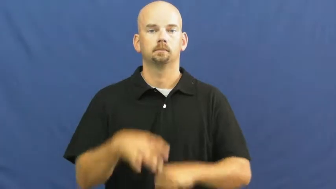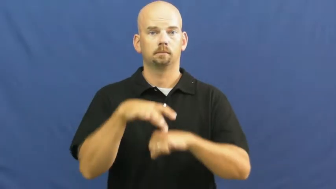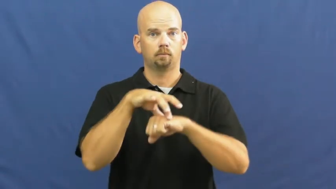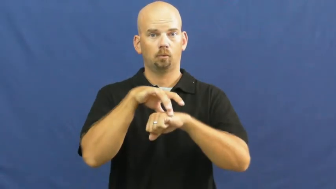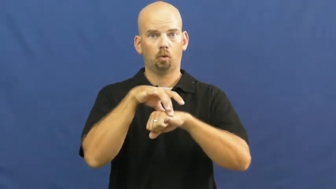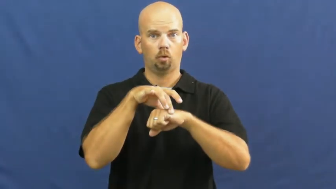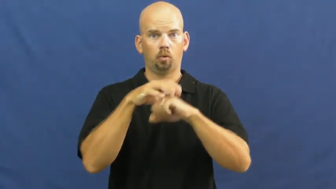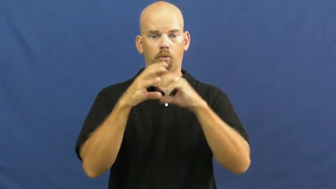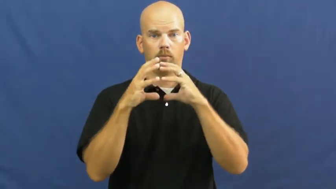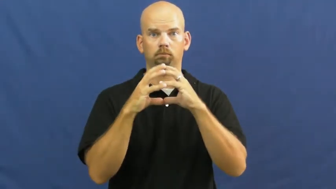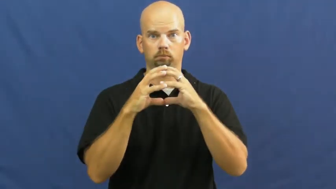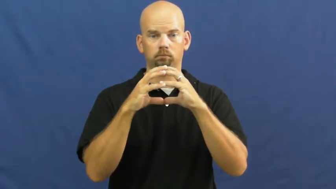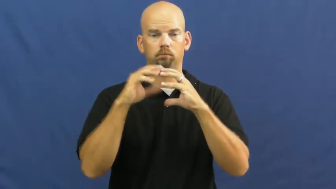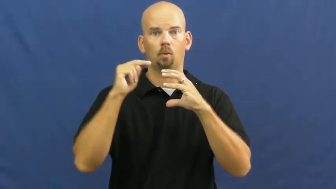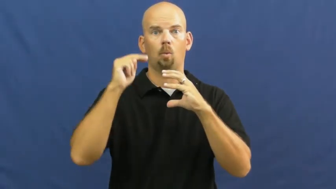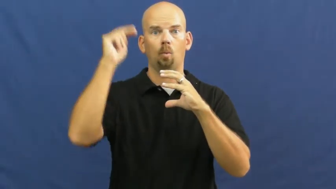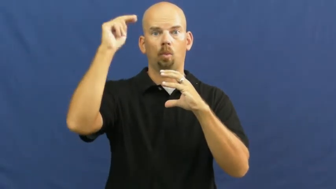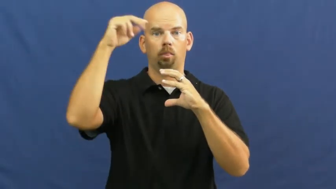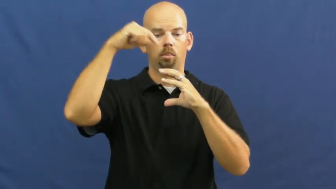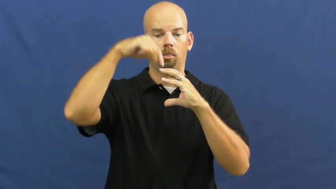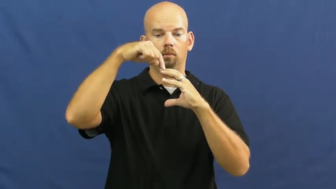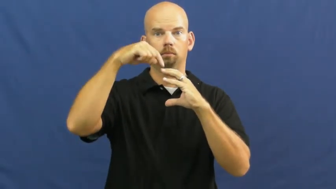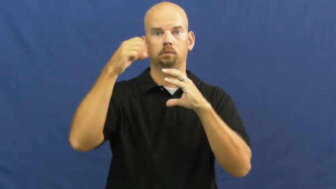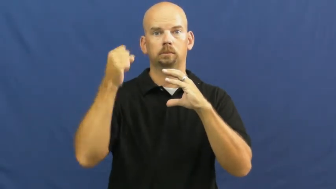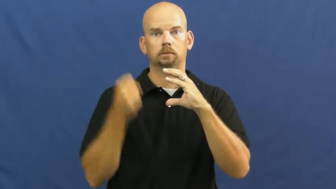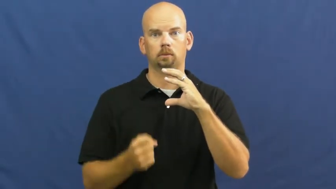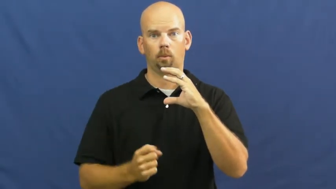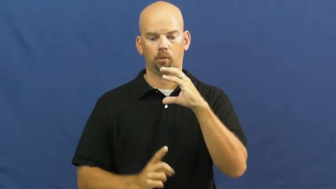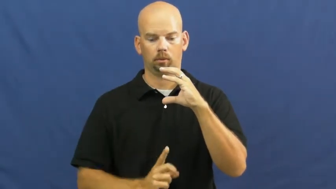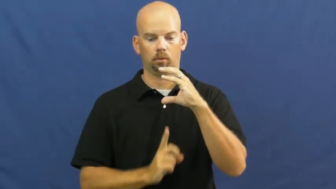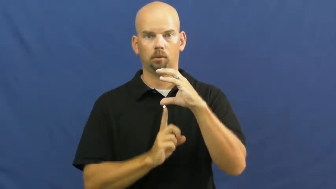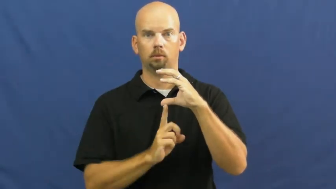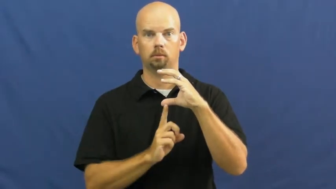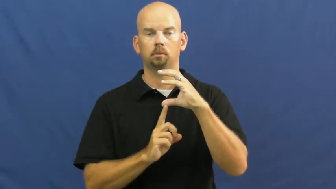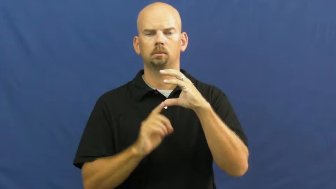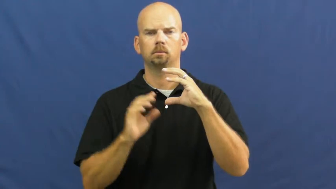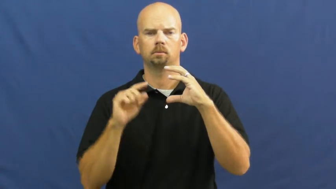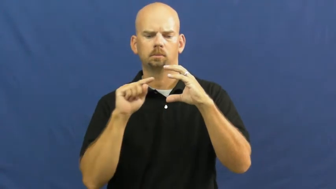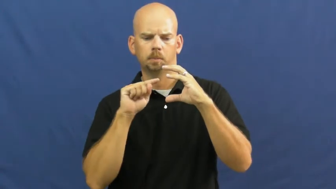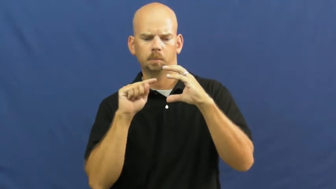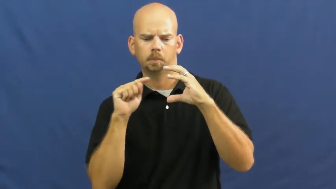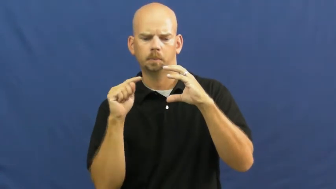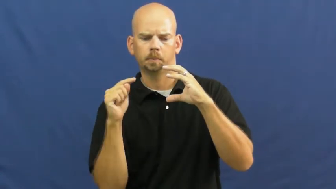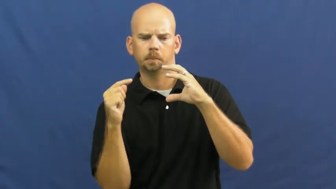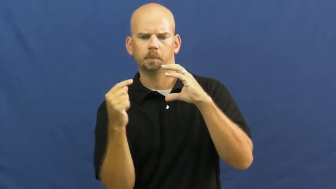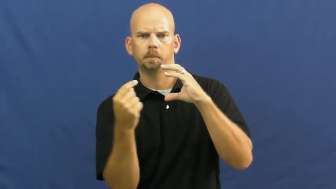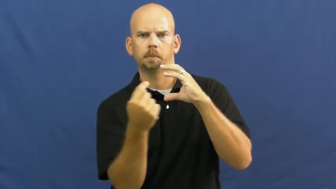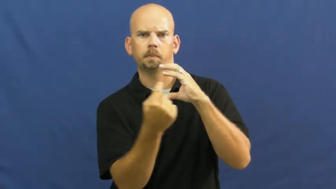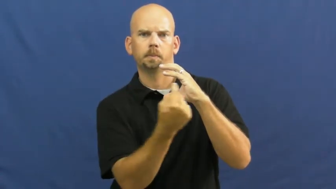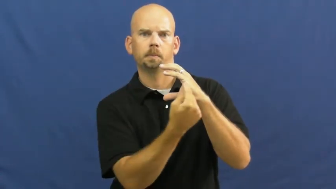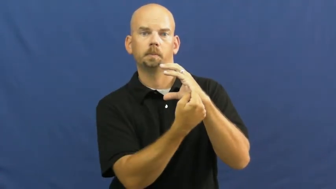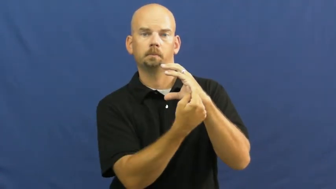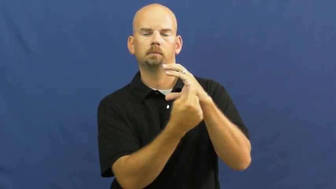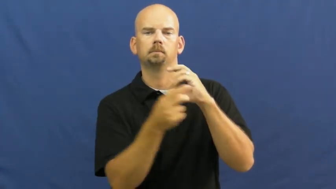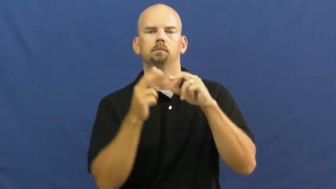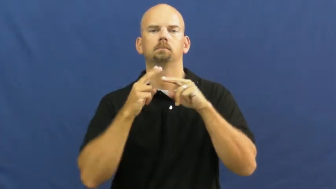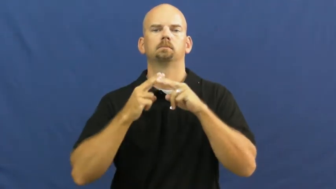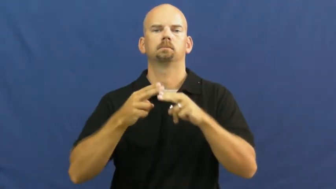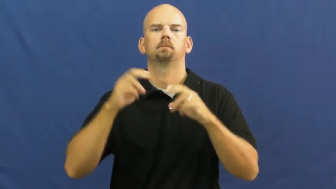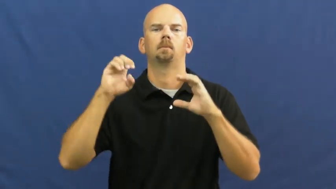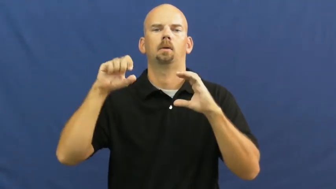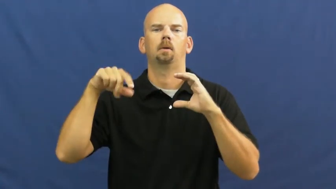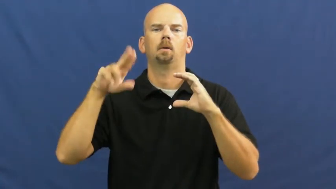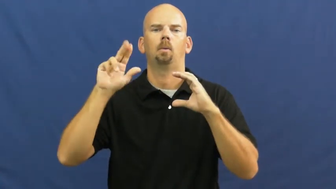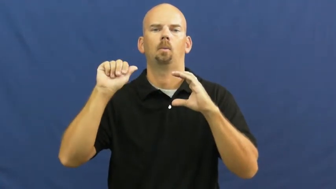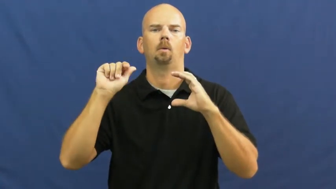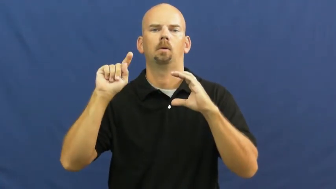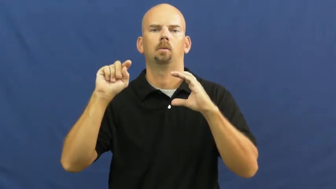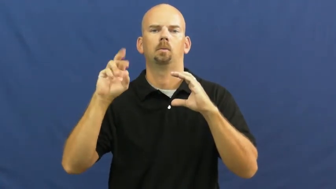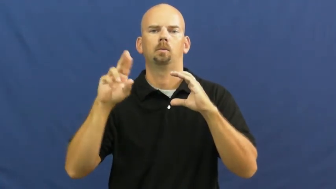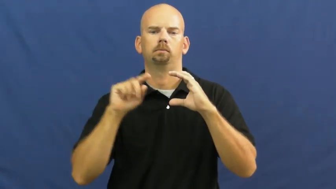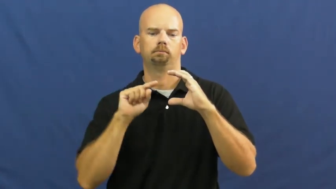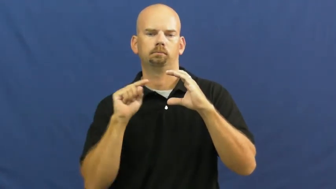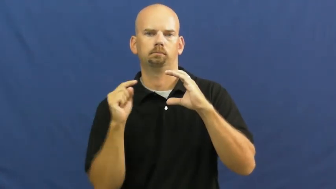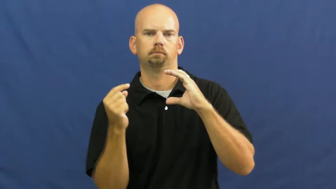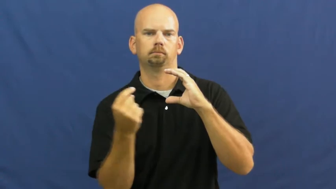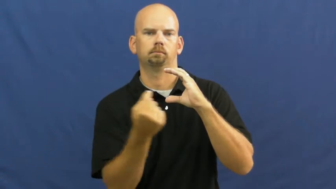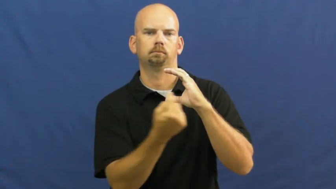equator